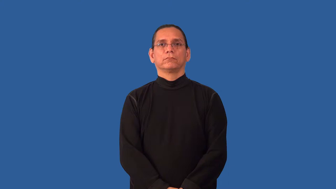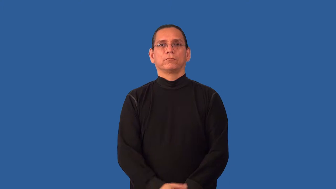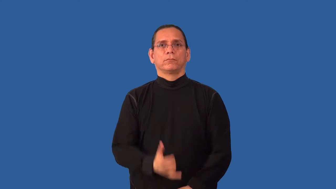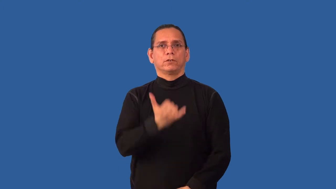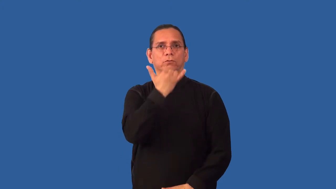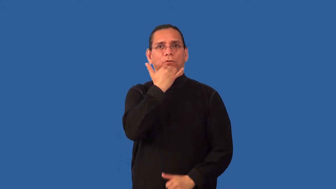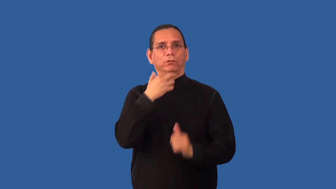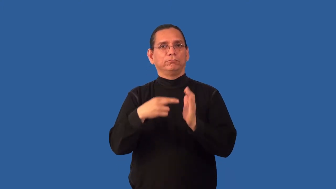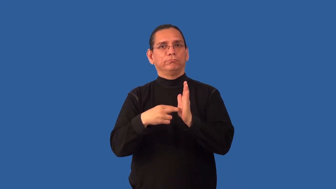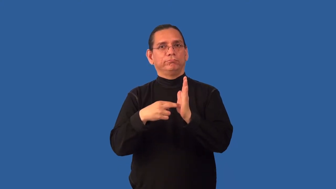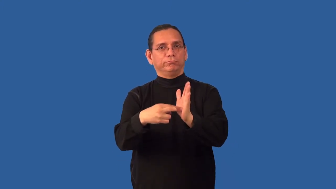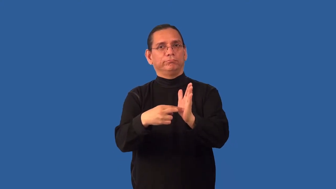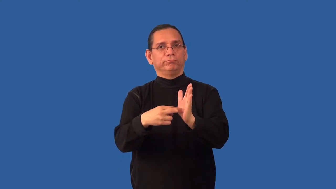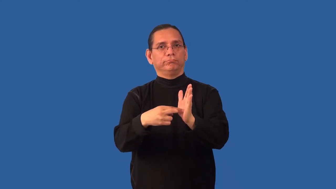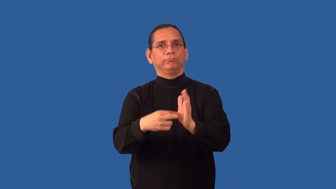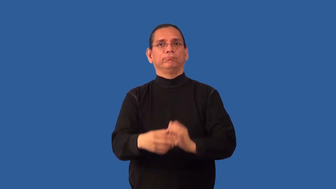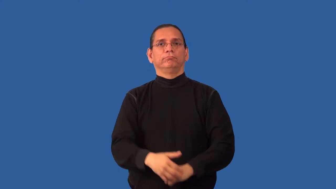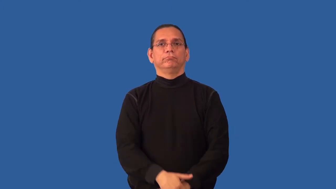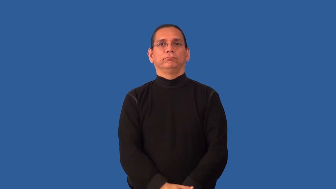misrepresent